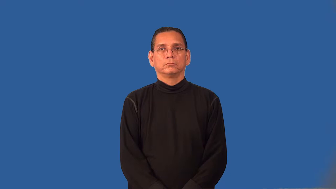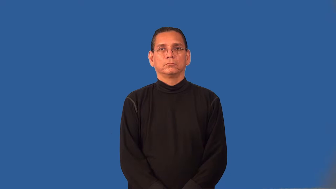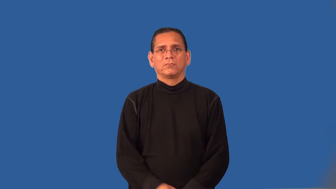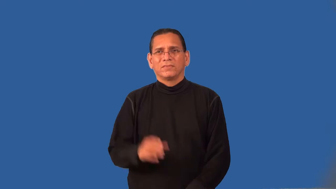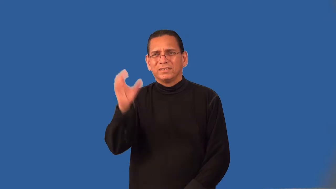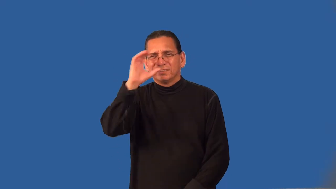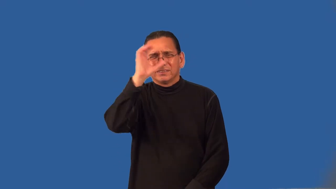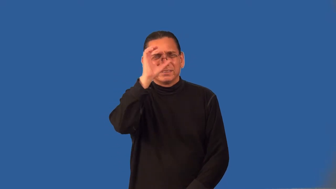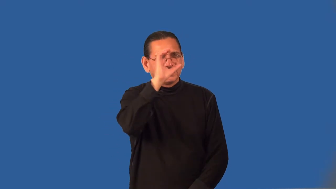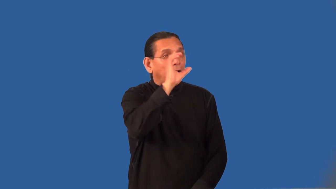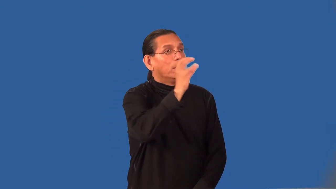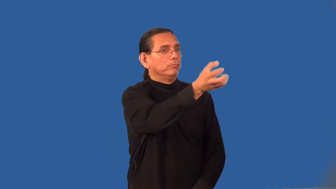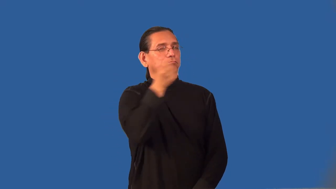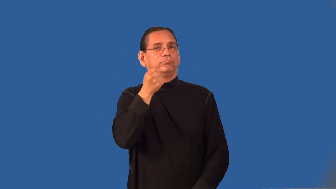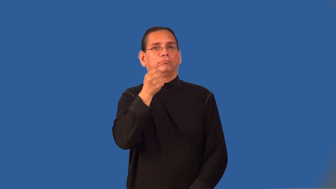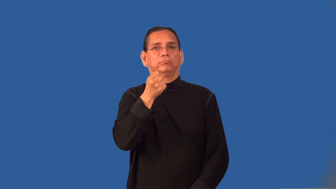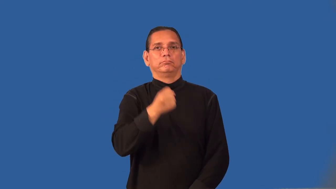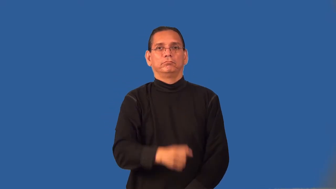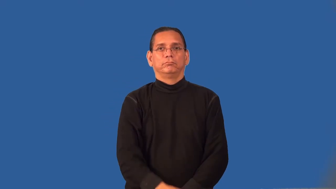procure